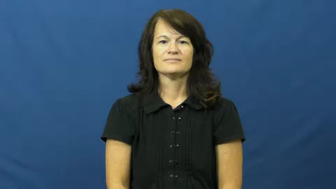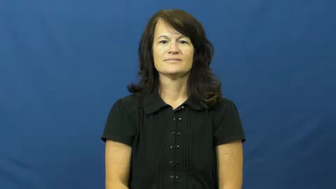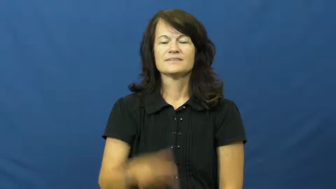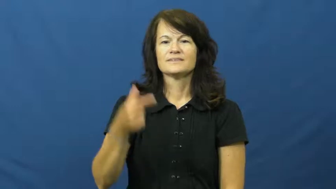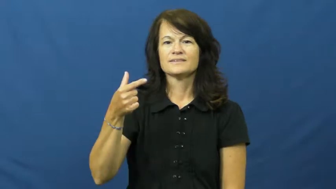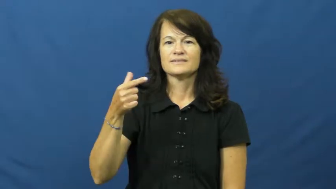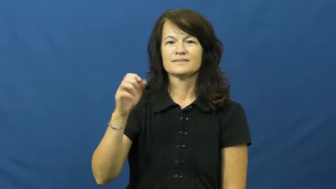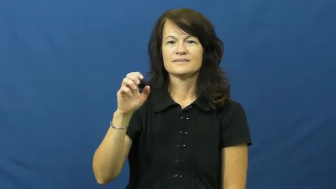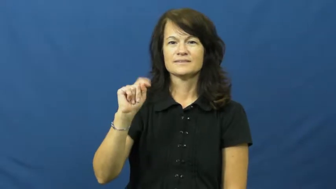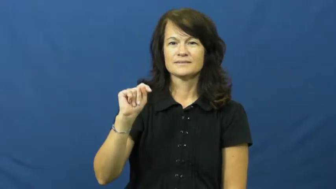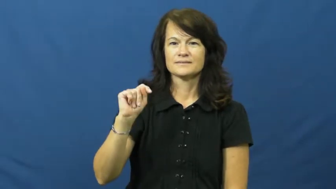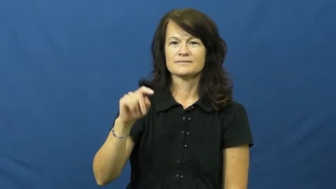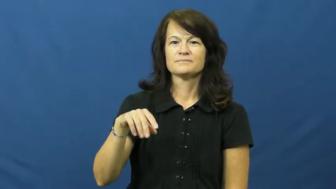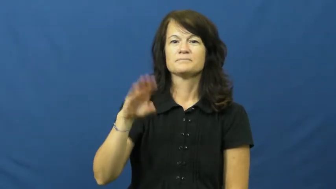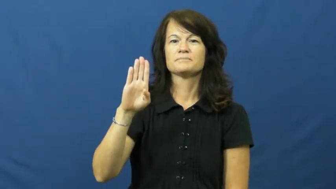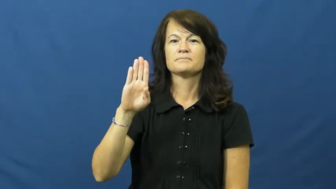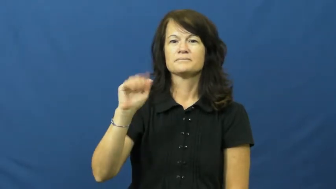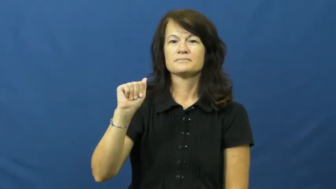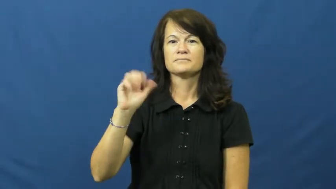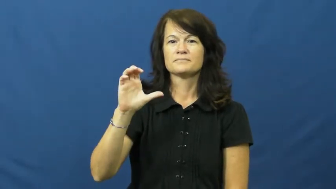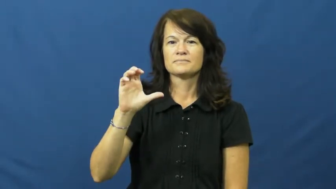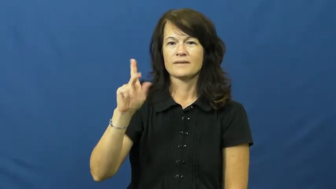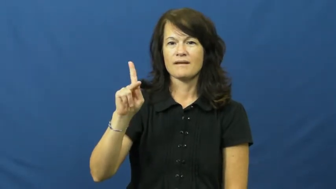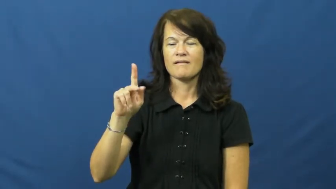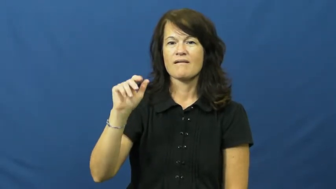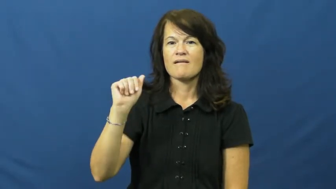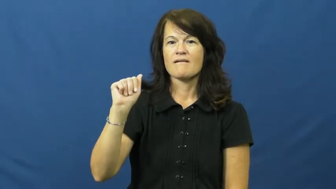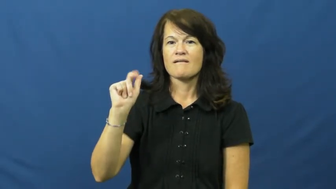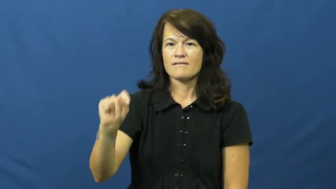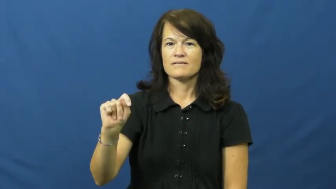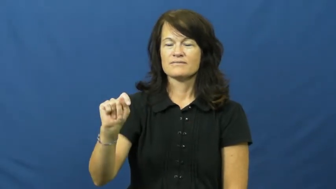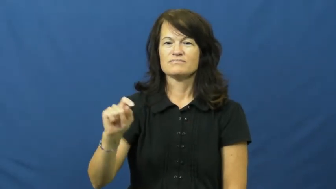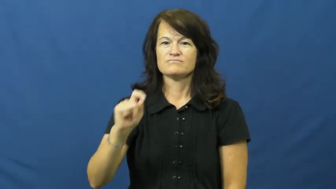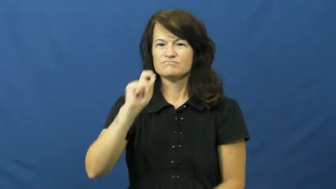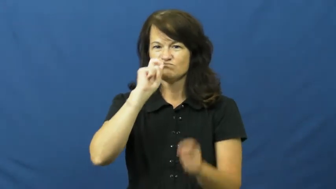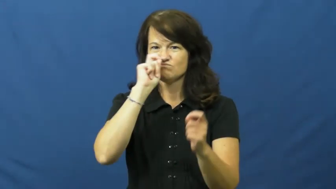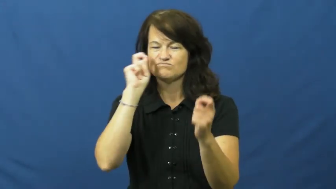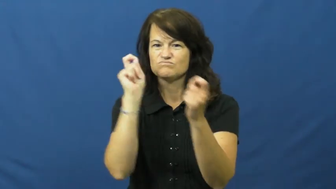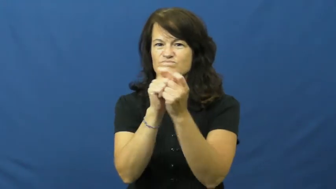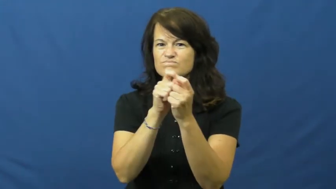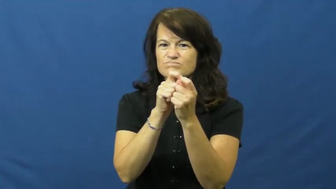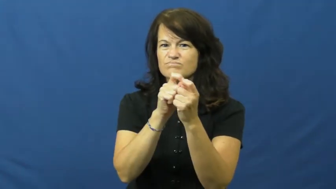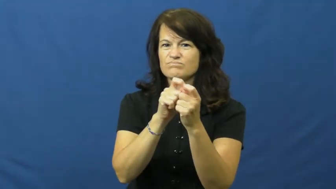get back at